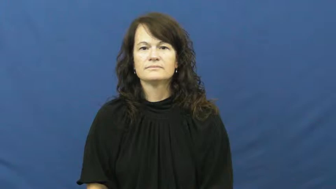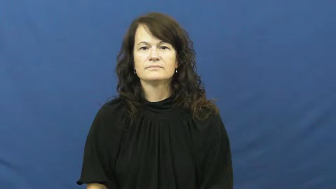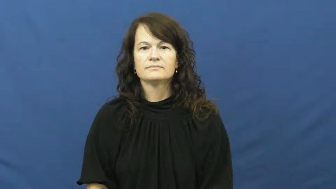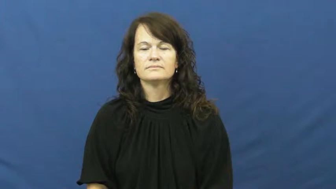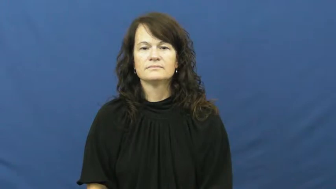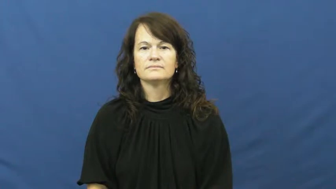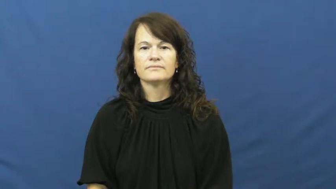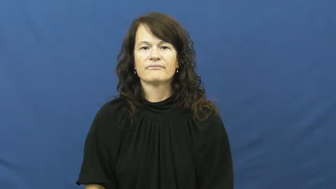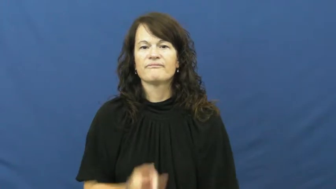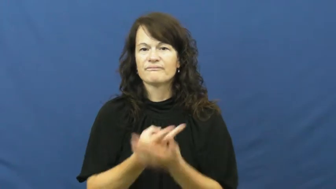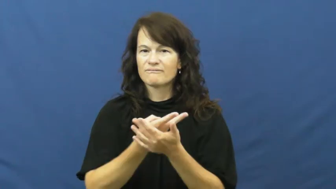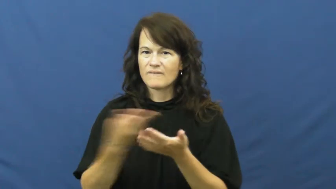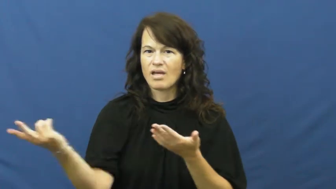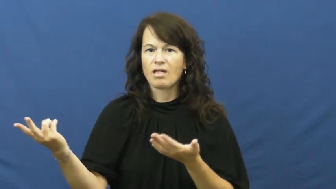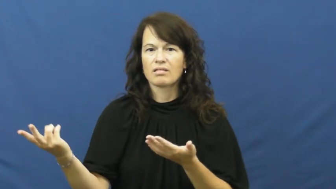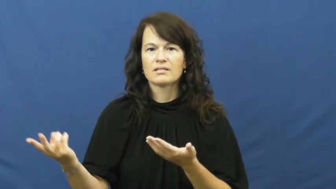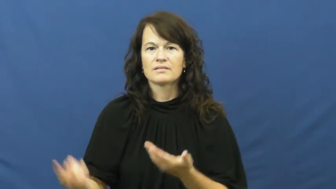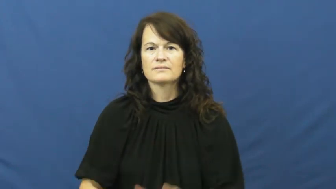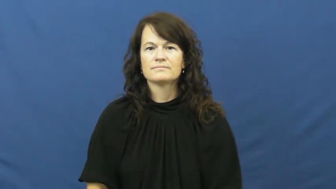fail,low,collapse,dud